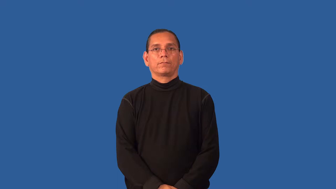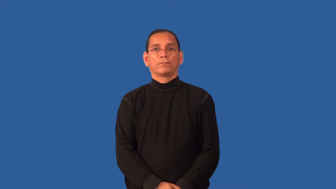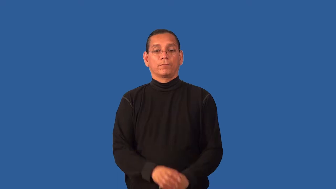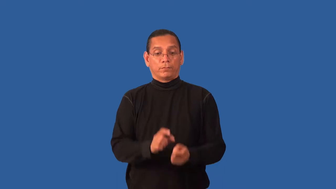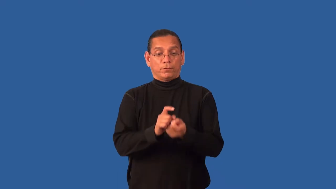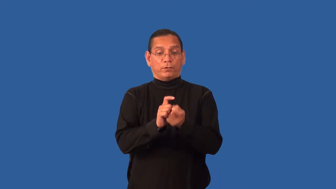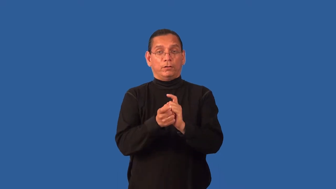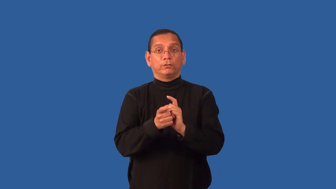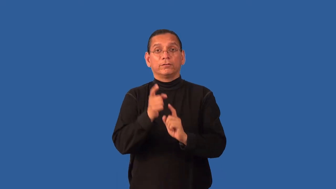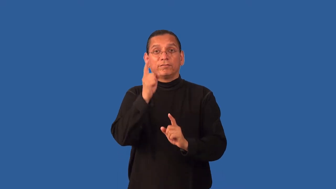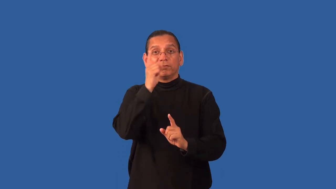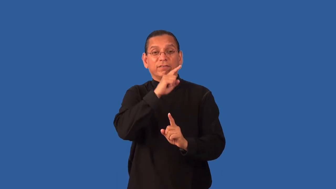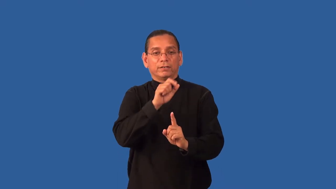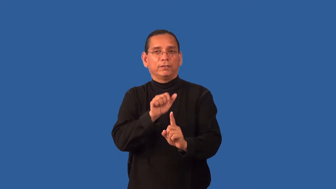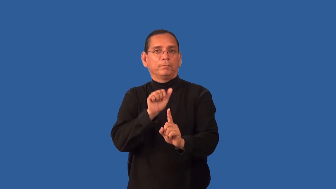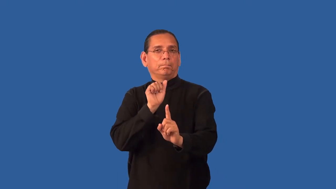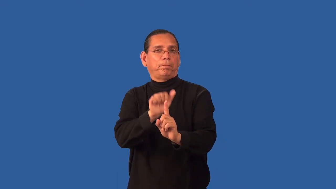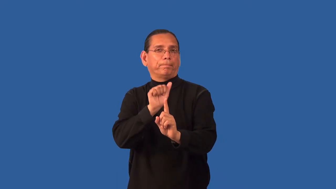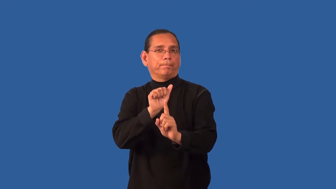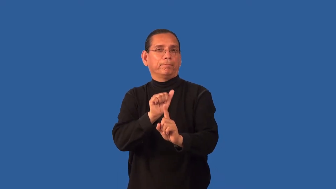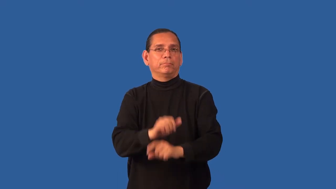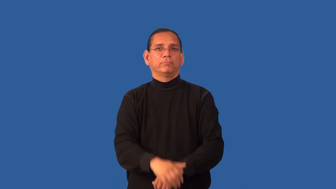falsify